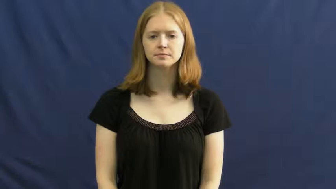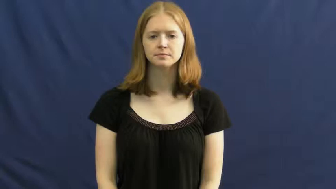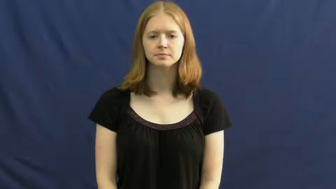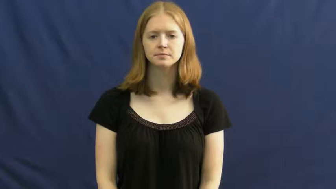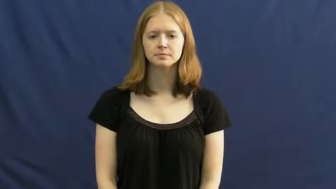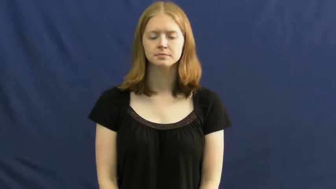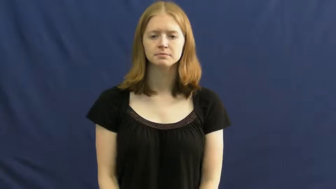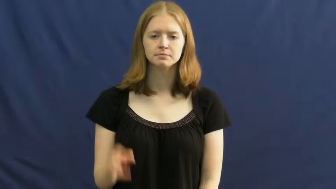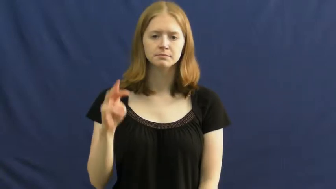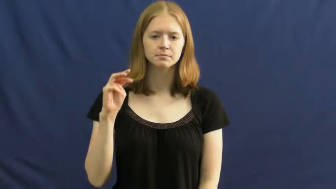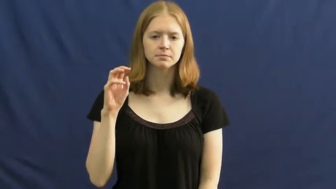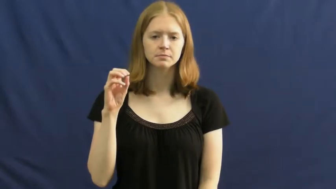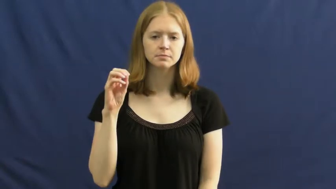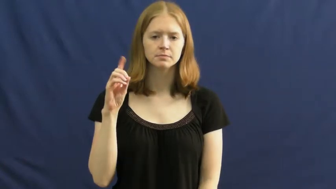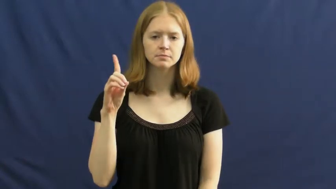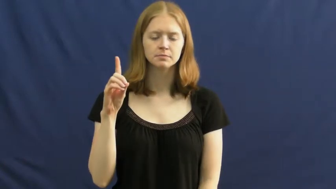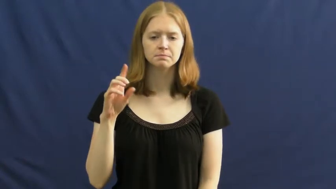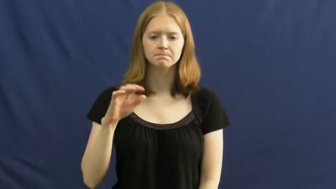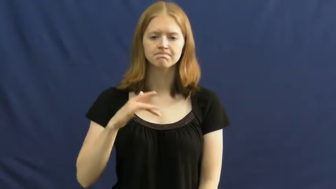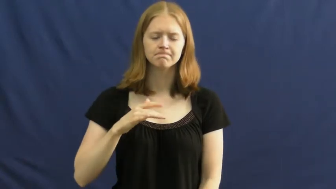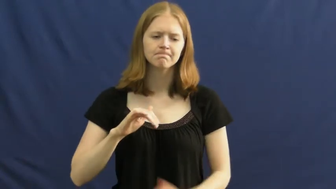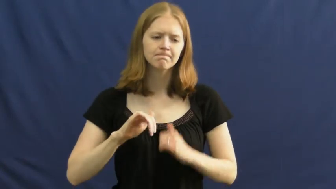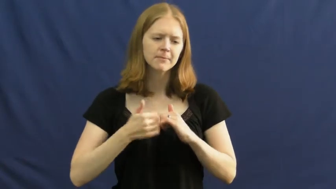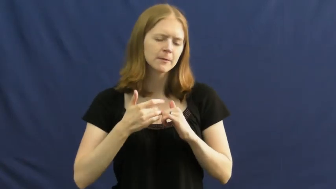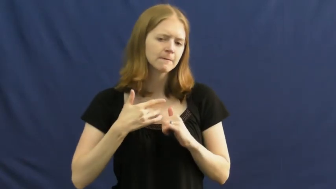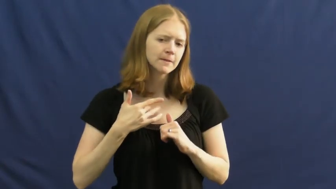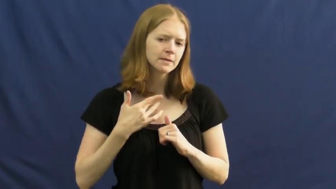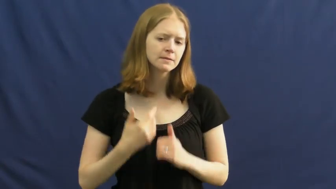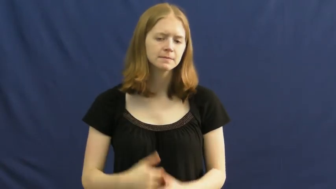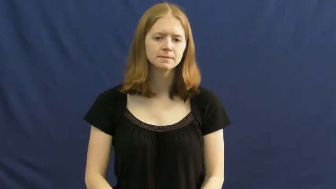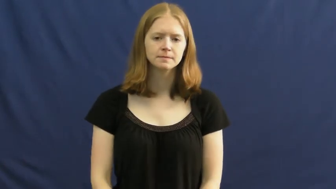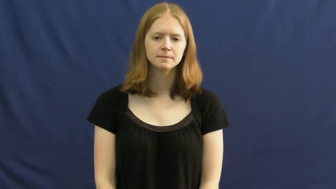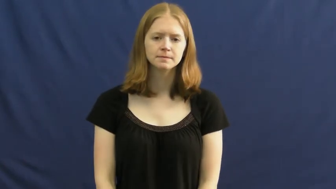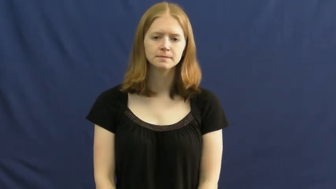mood